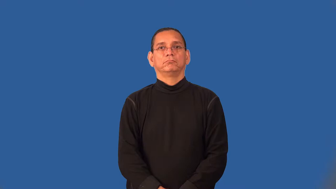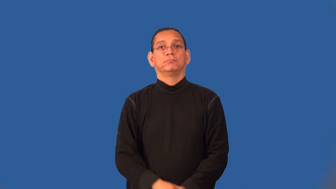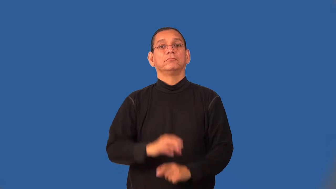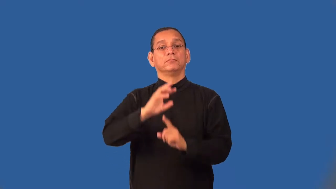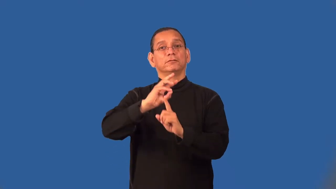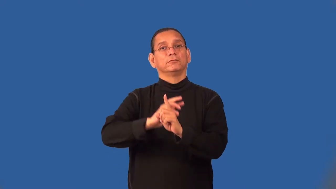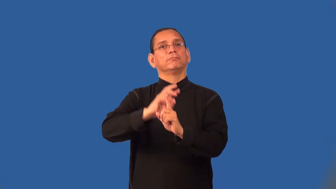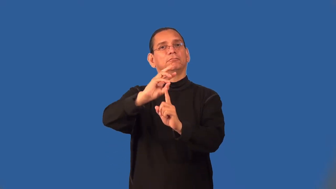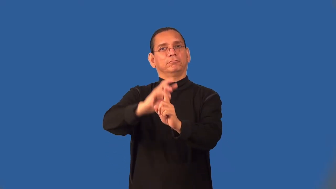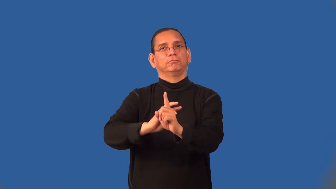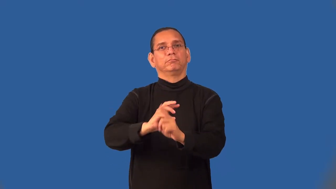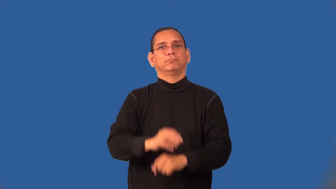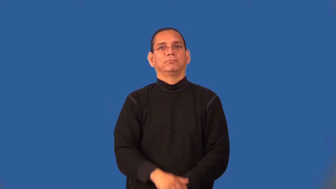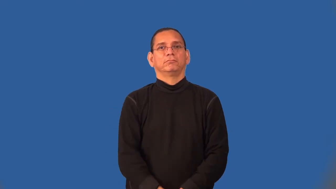semiannual